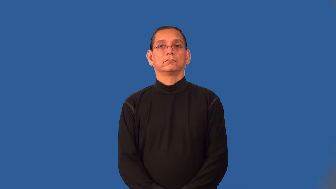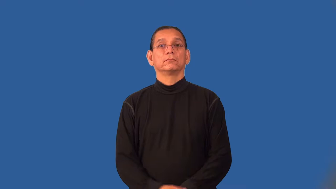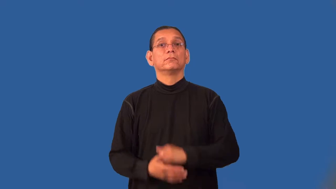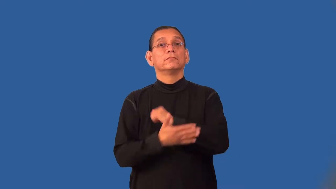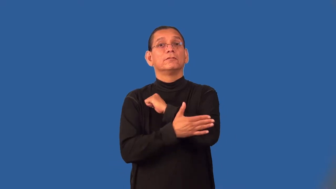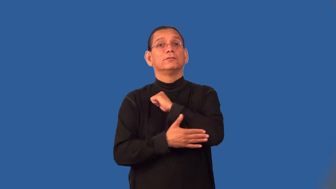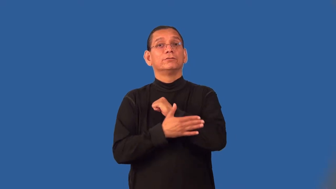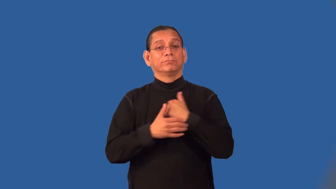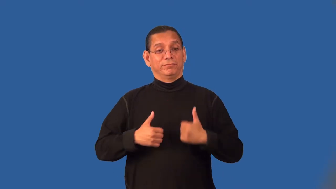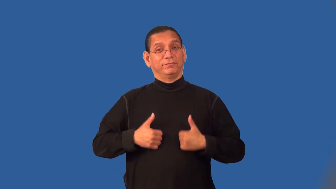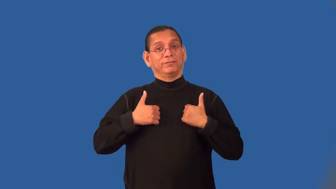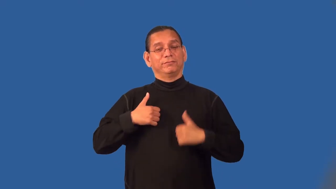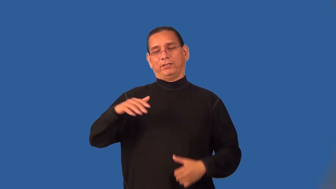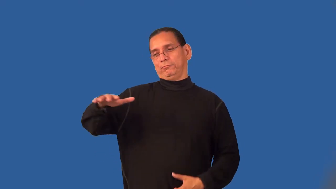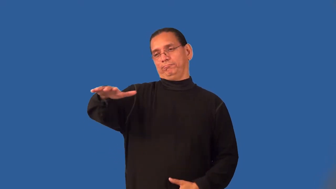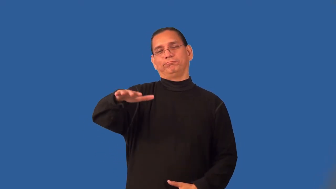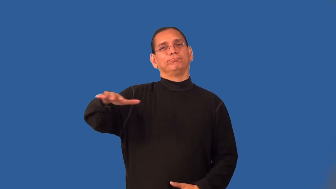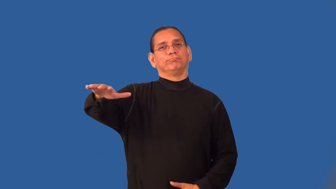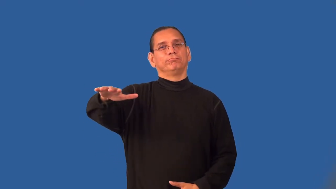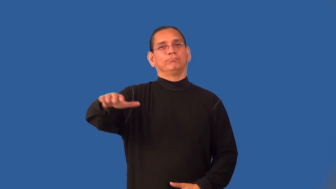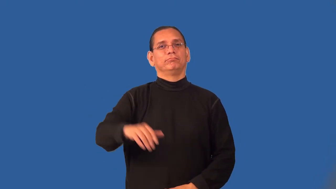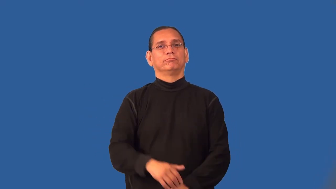pastoral